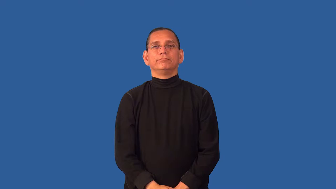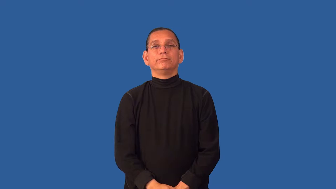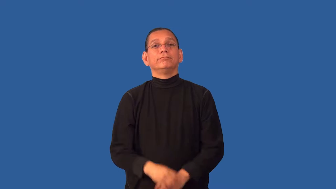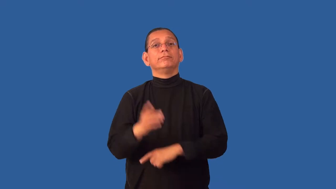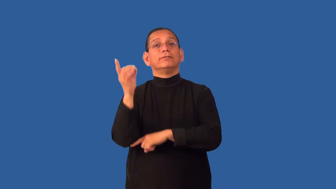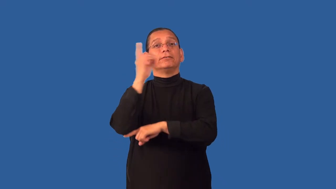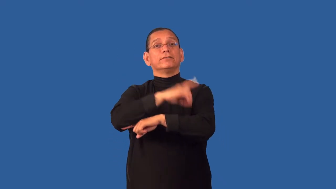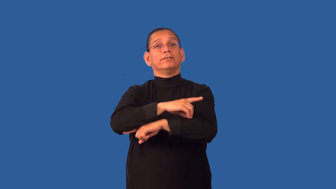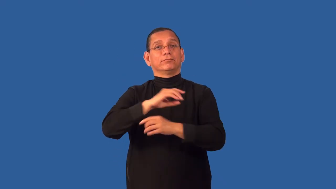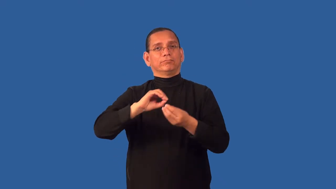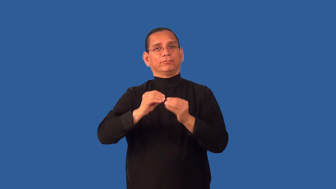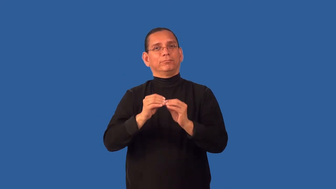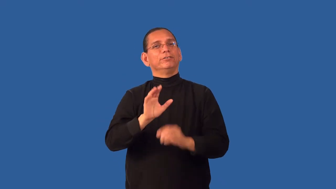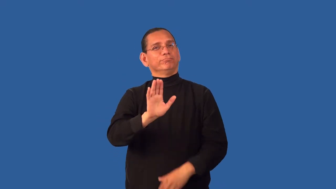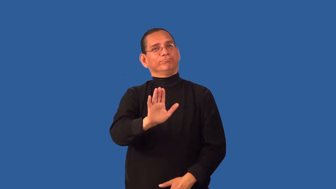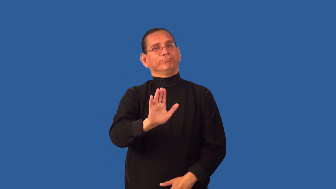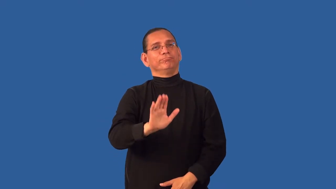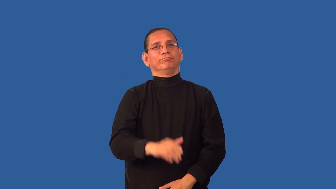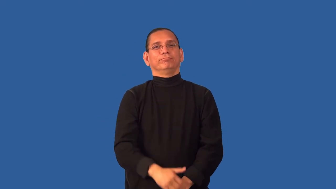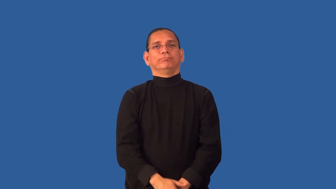date-day